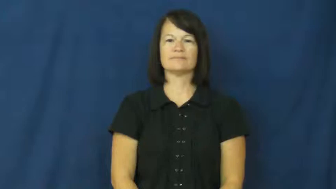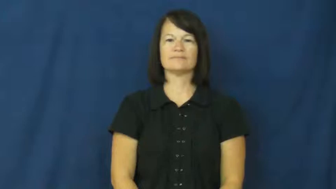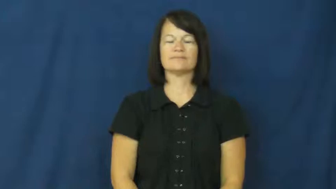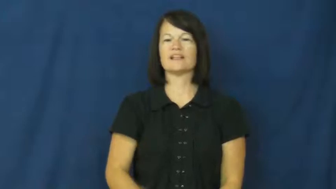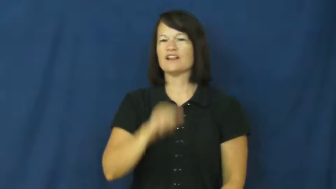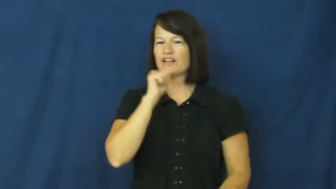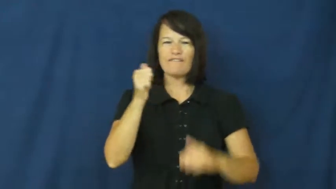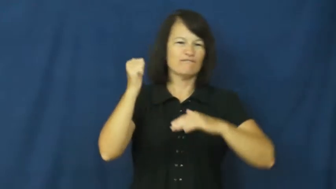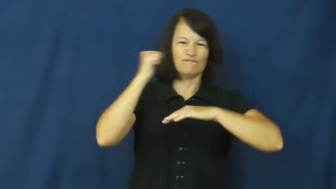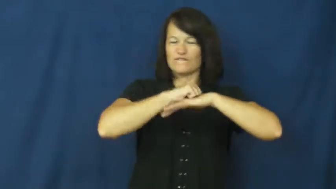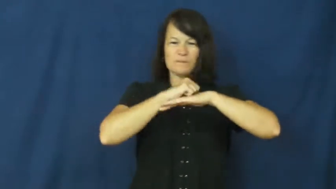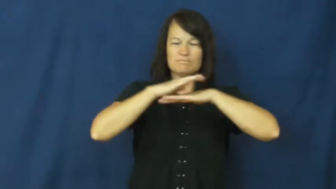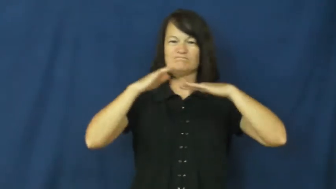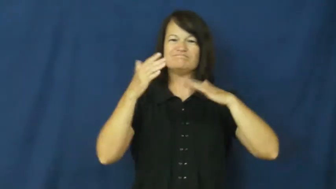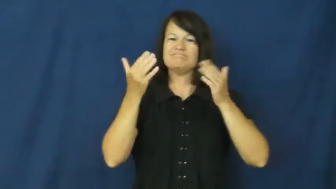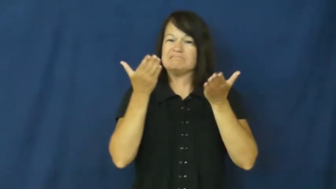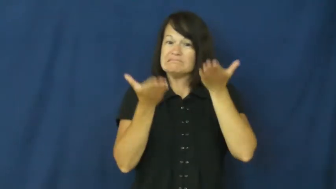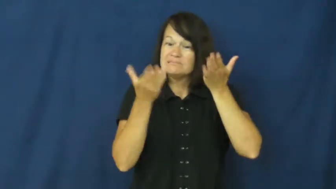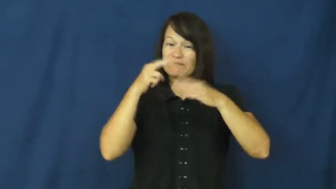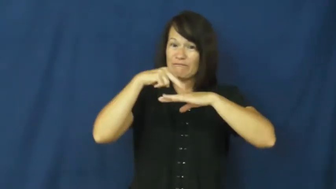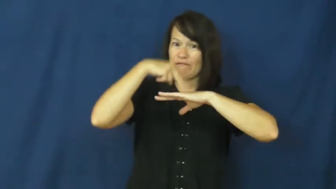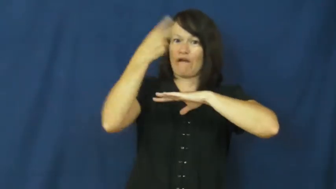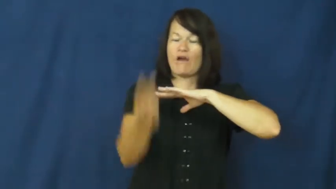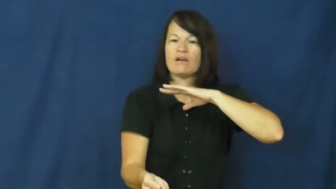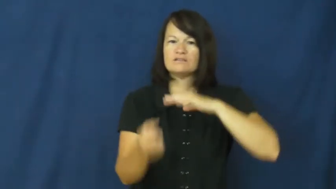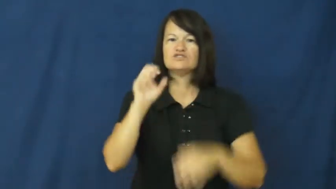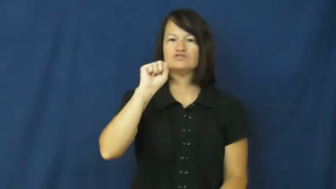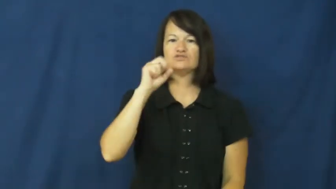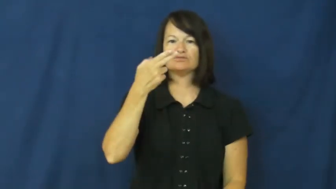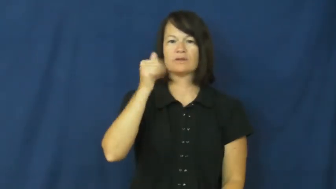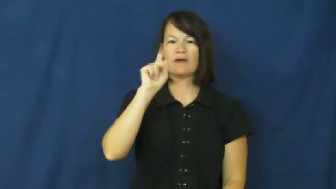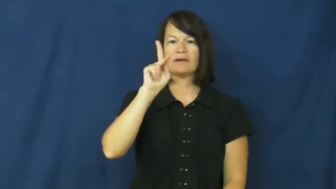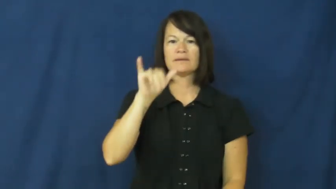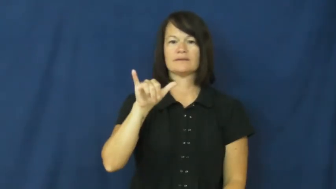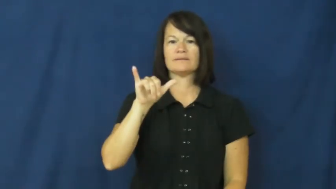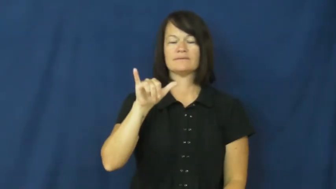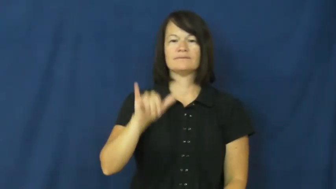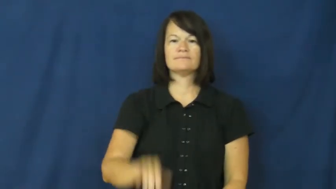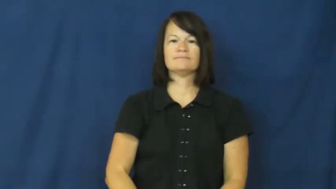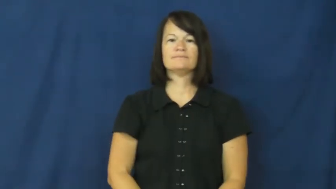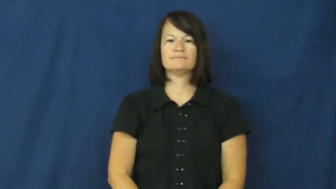shaky-almost fall